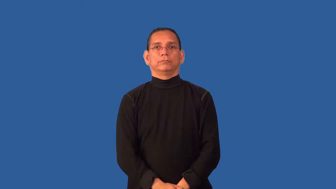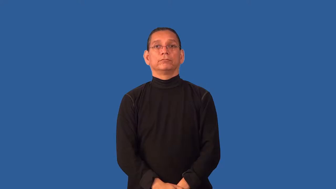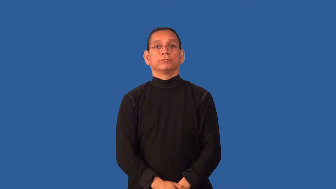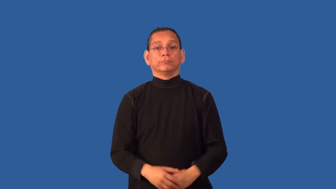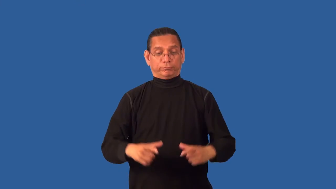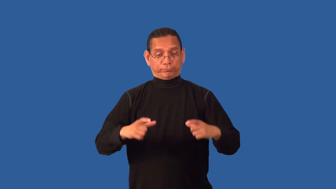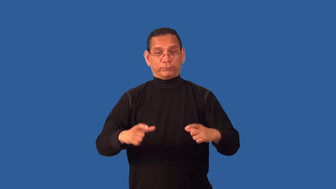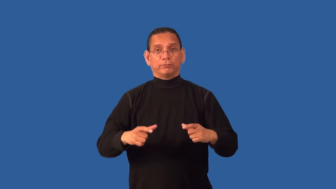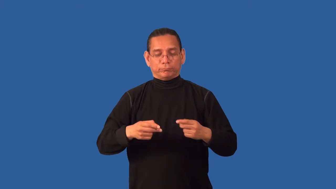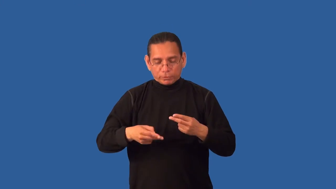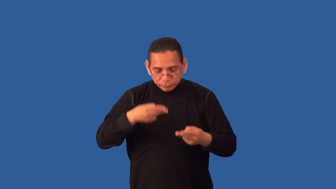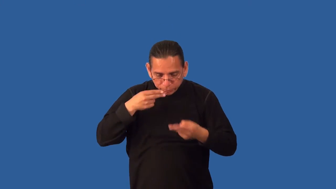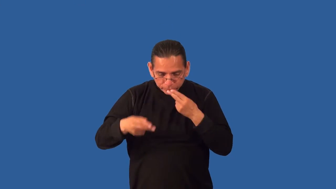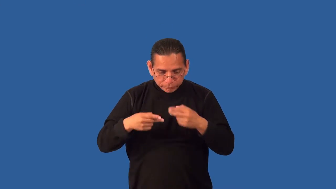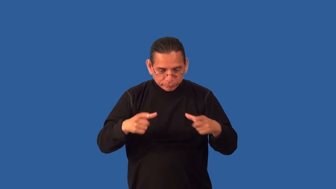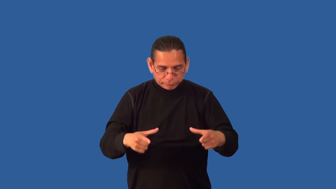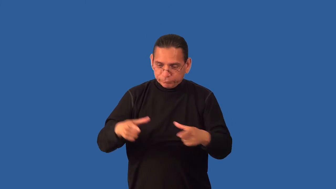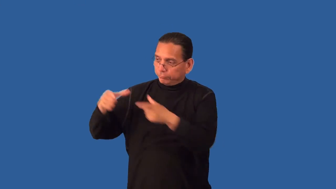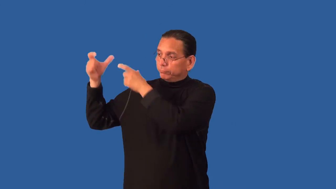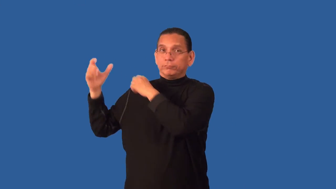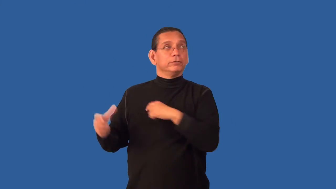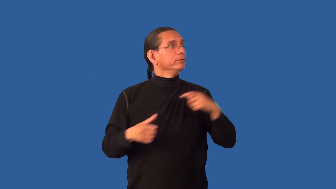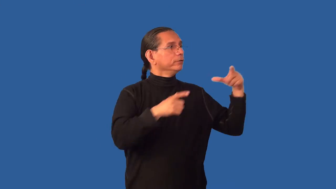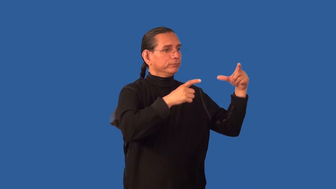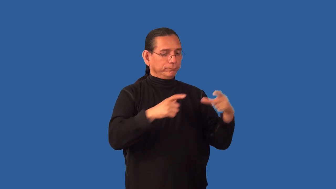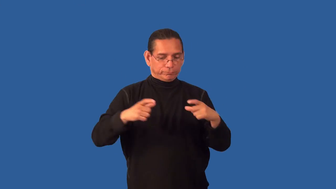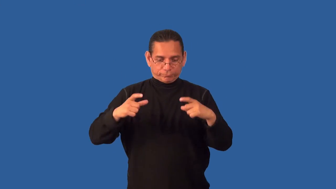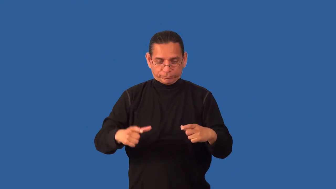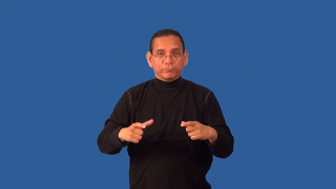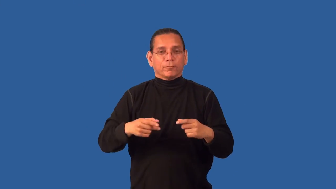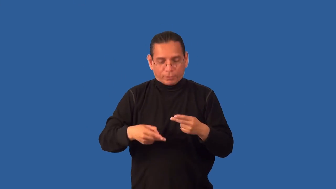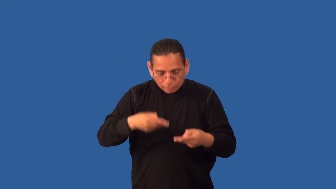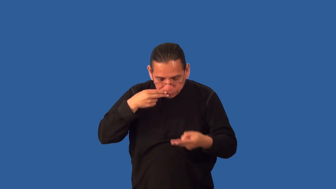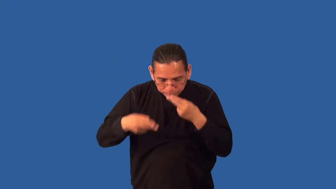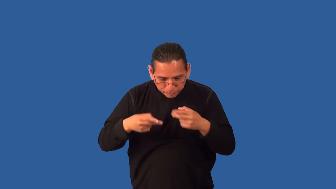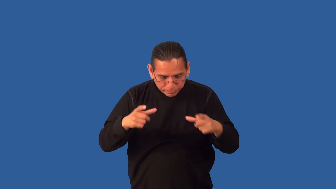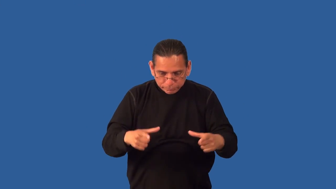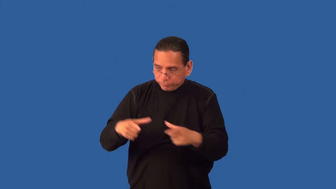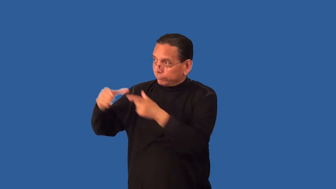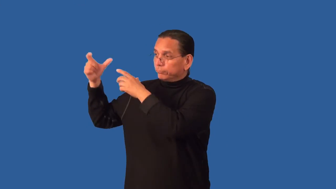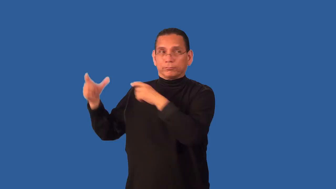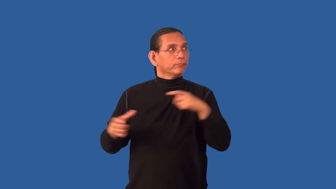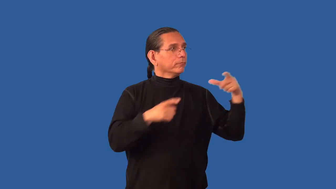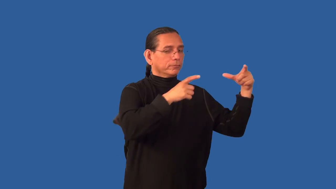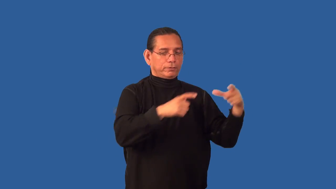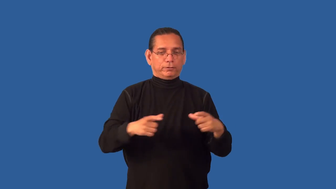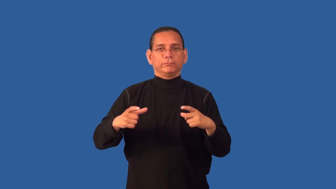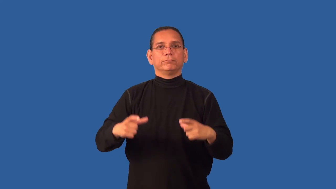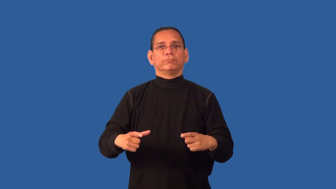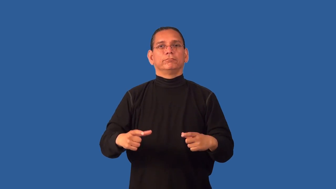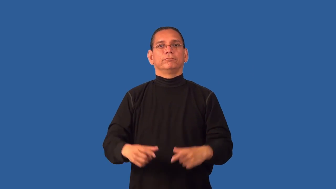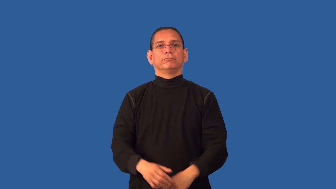course-parts of a dinner